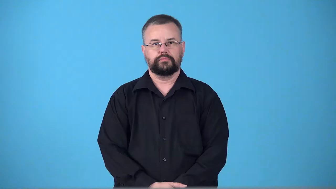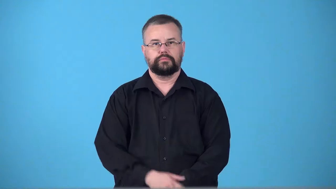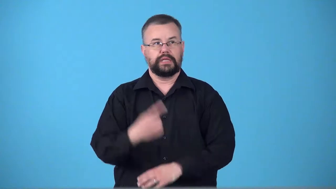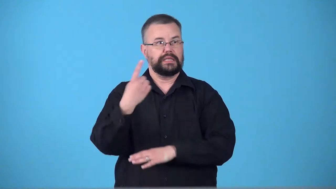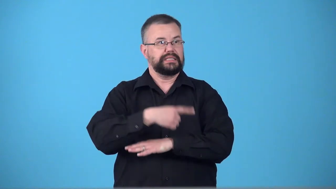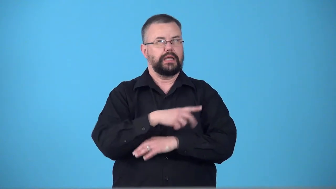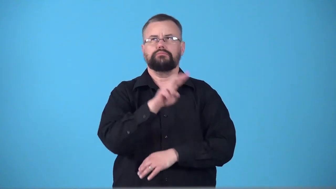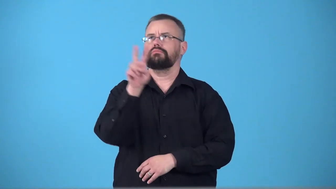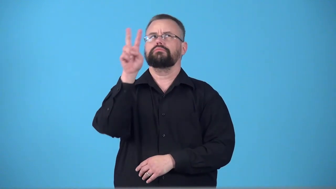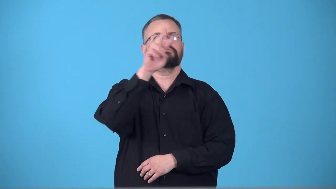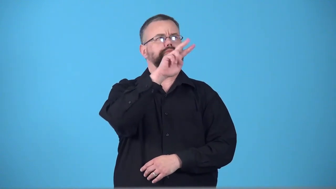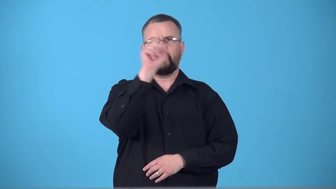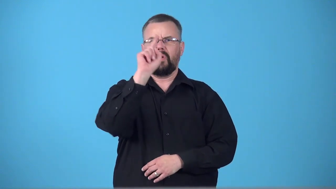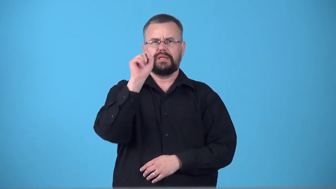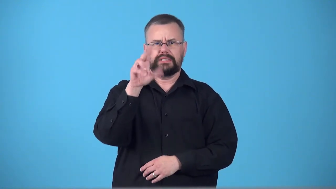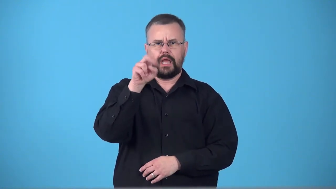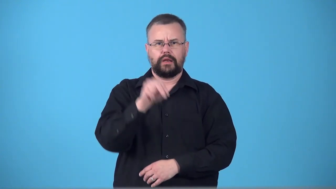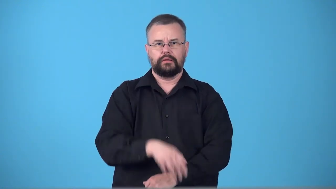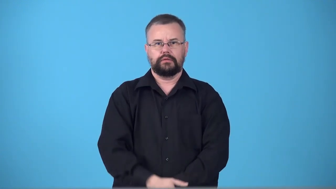sunless